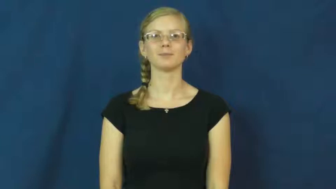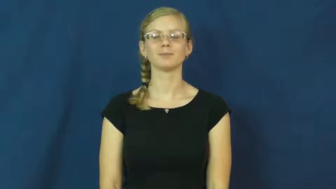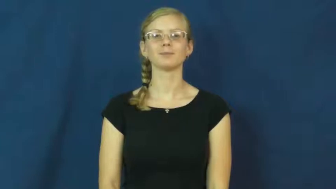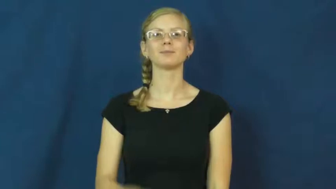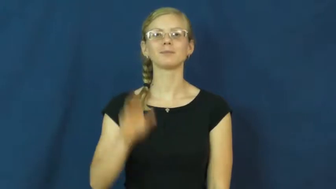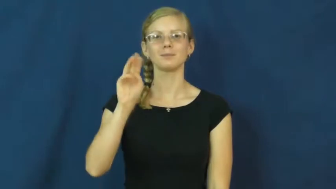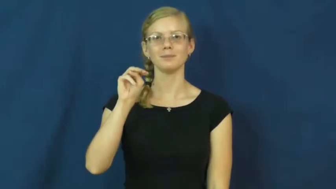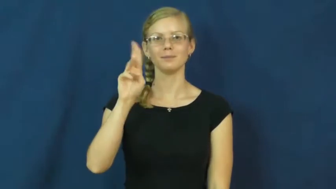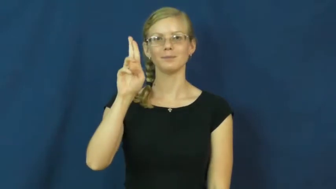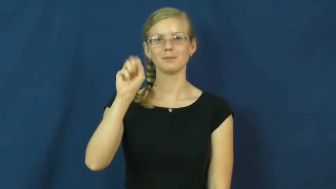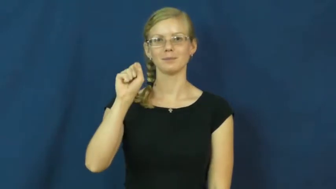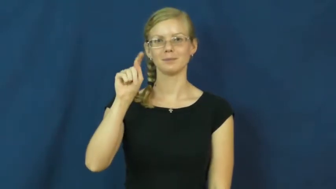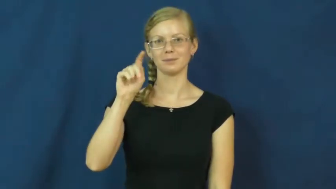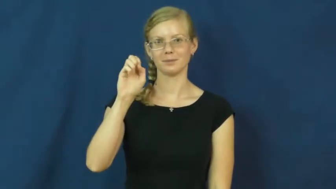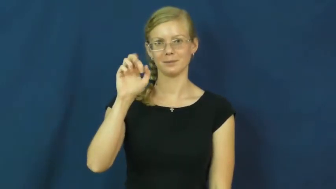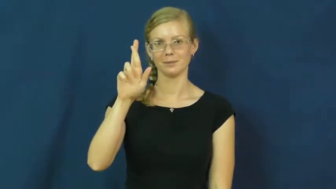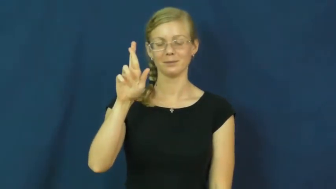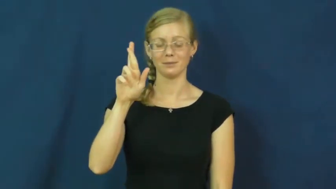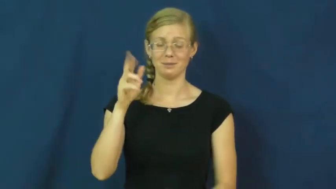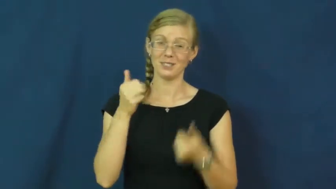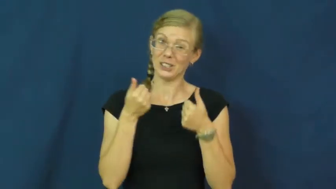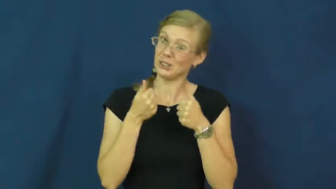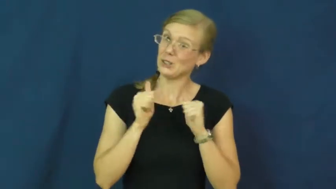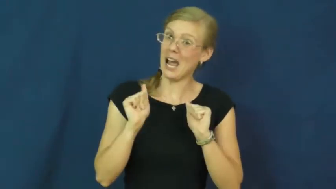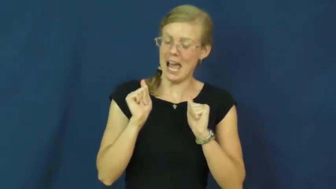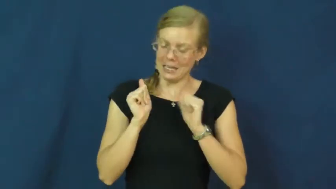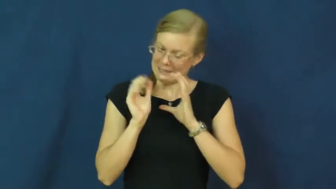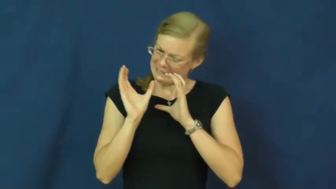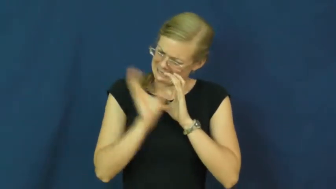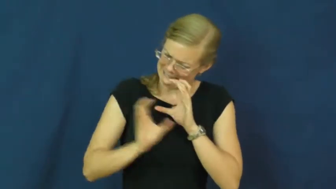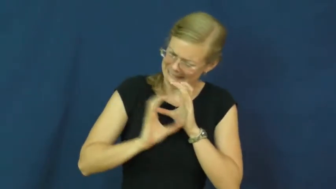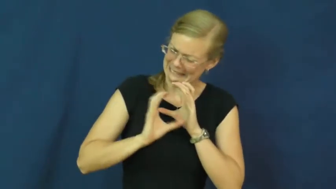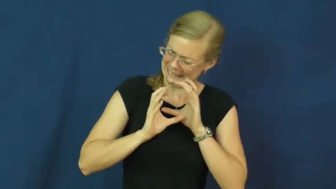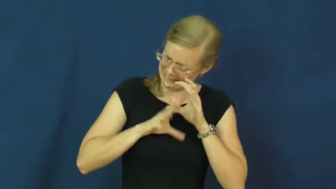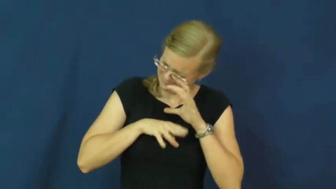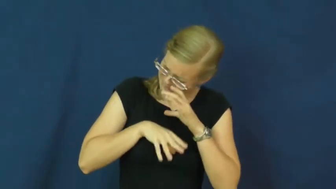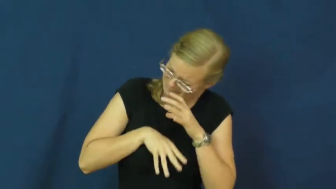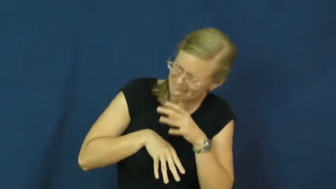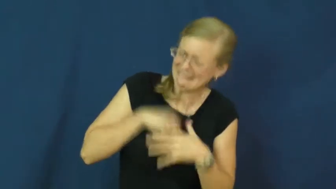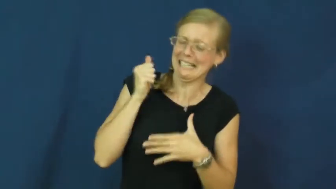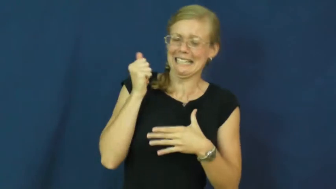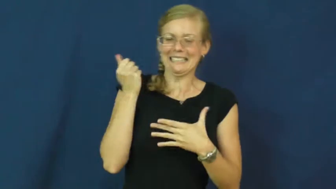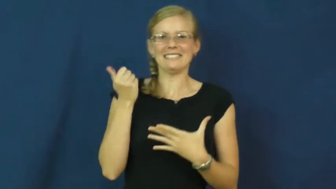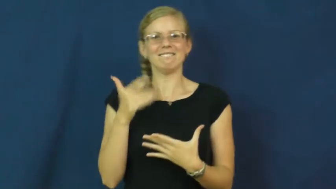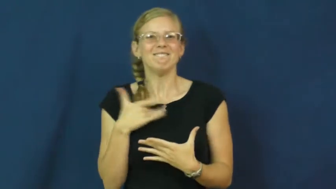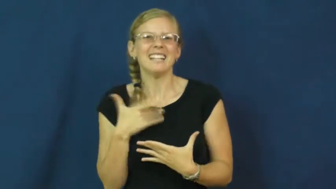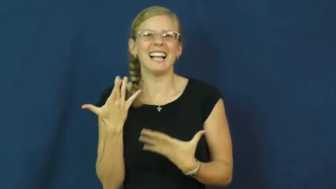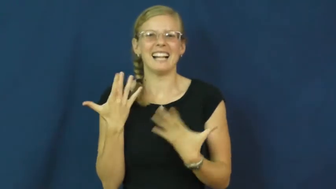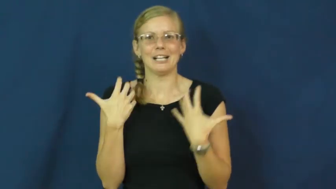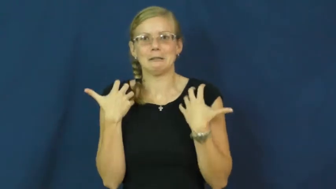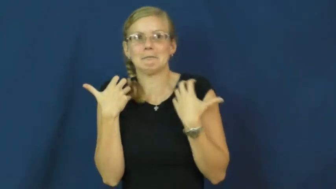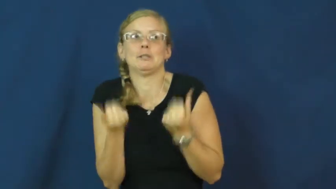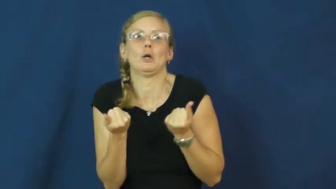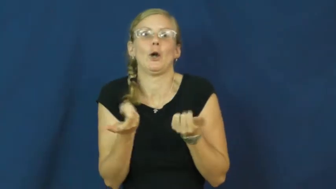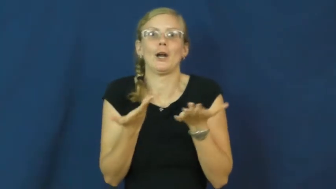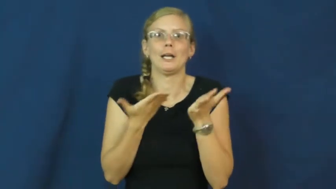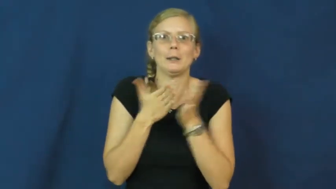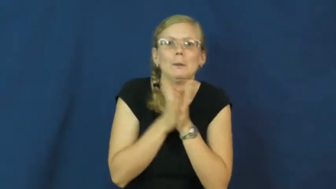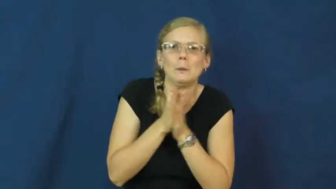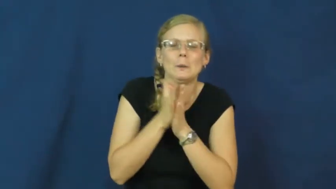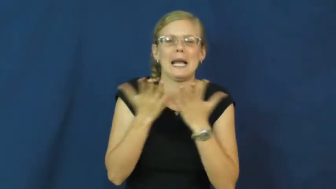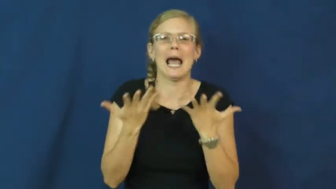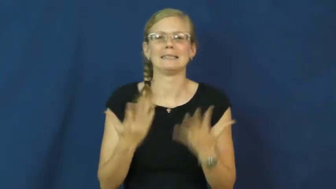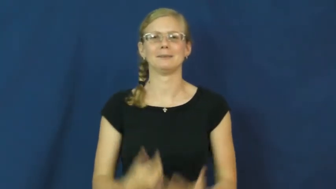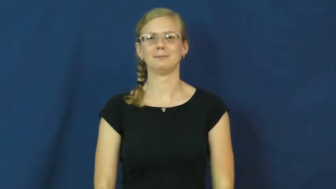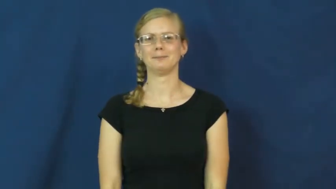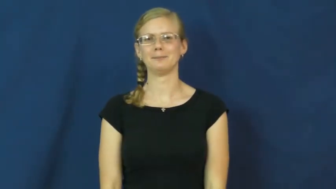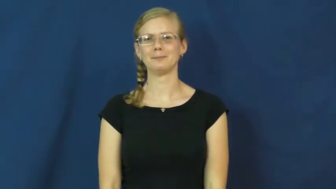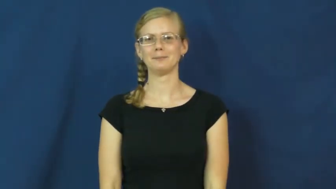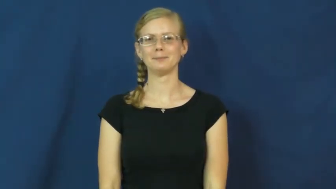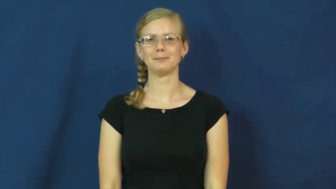muster-find courage